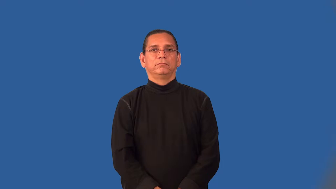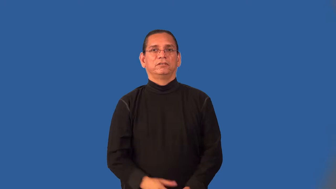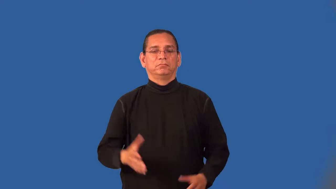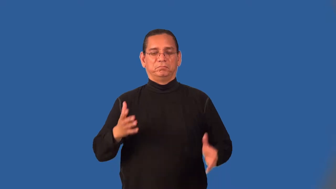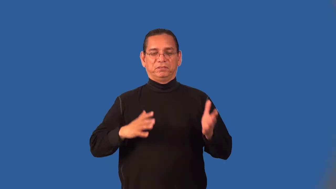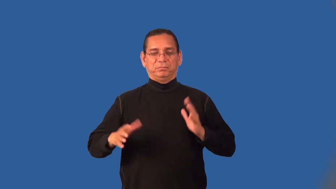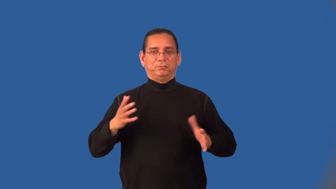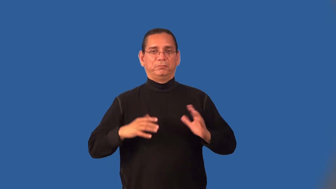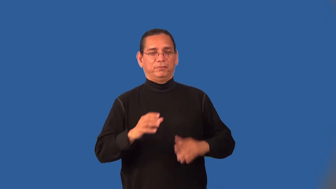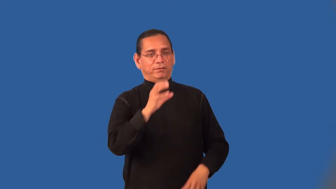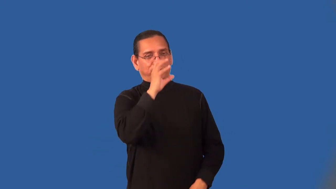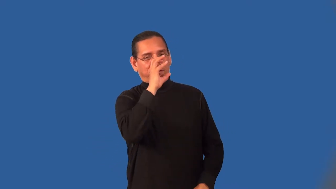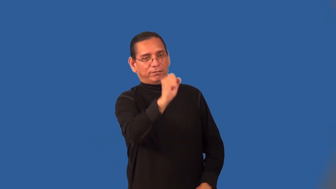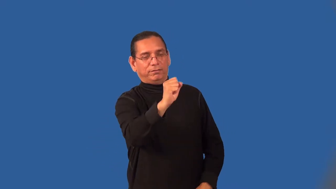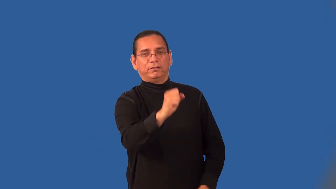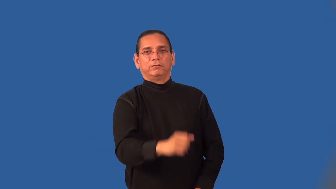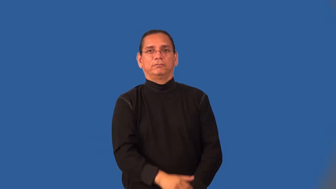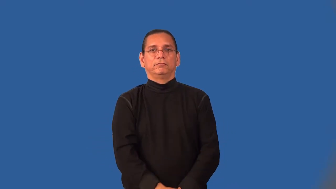natty